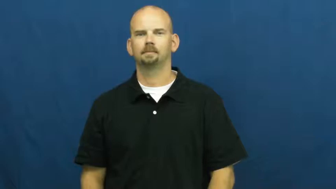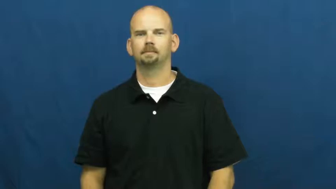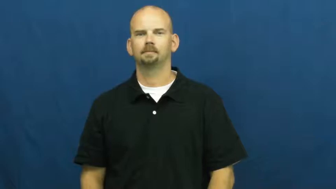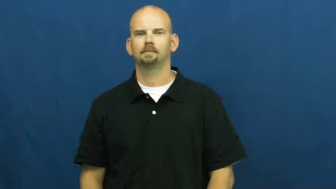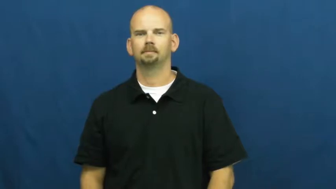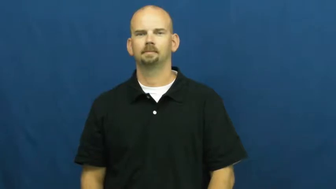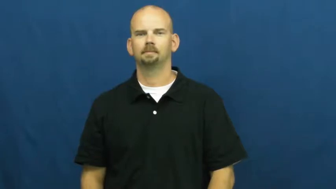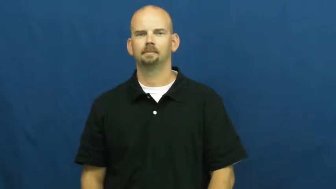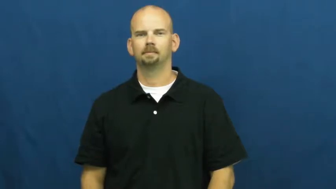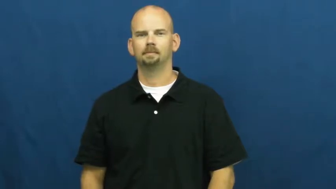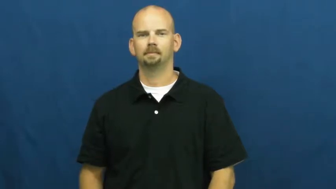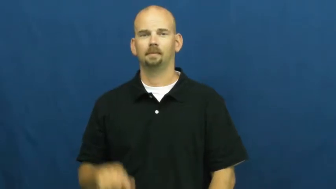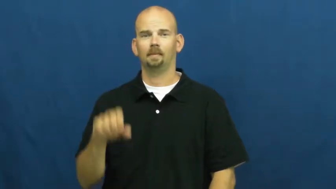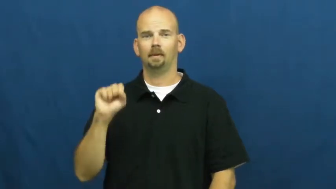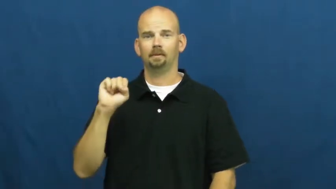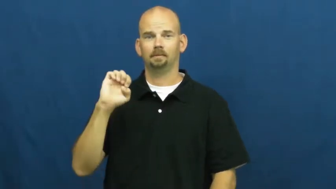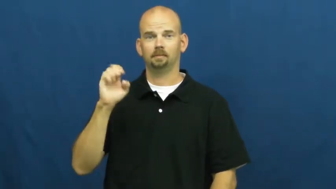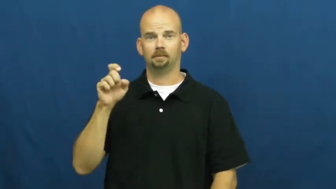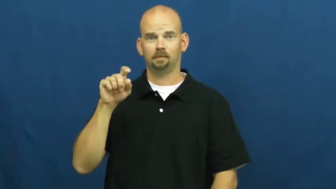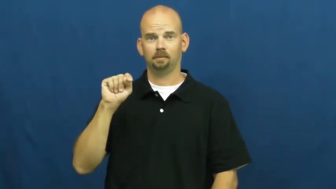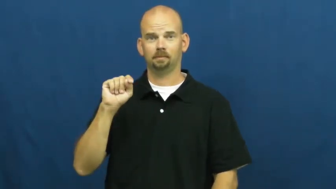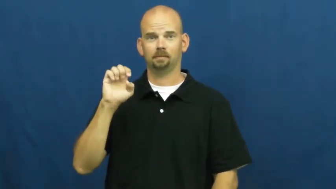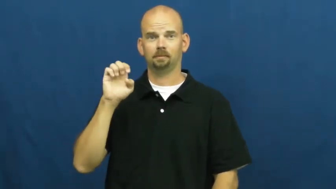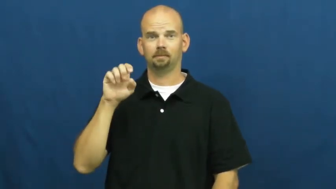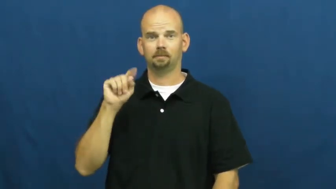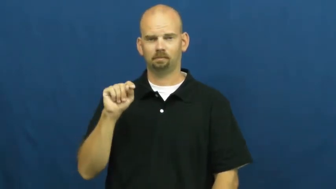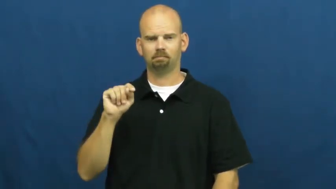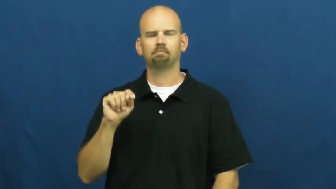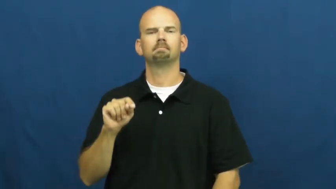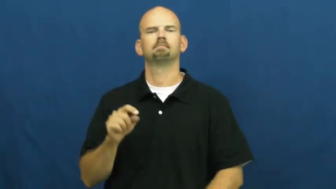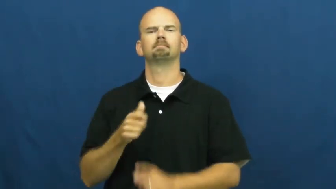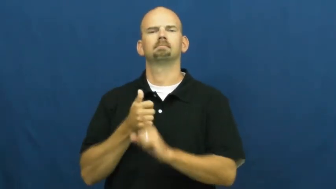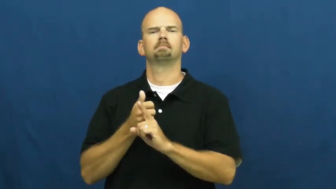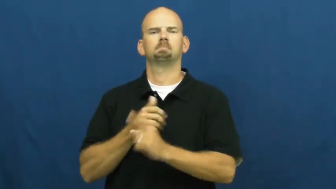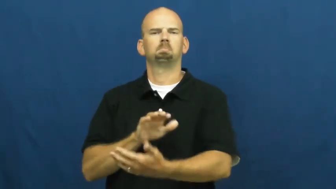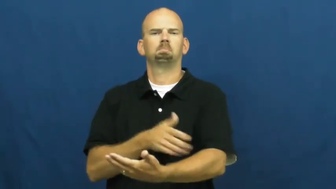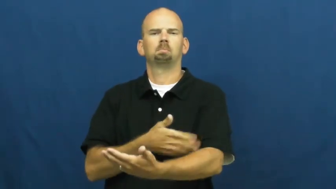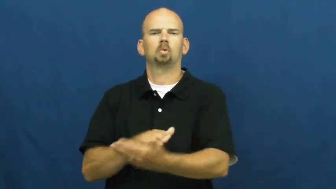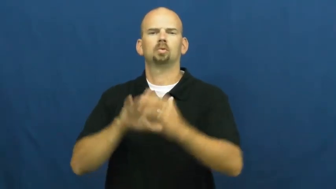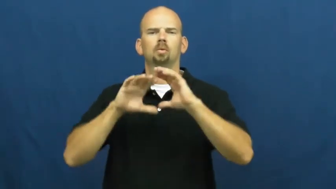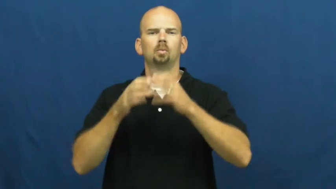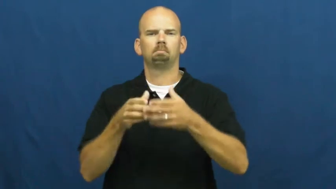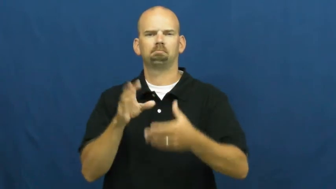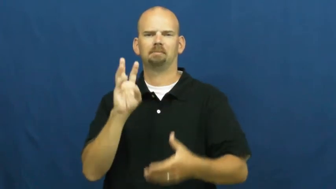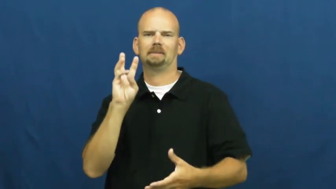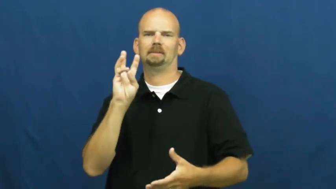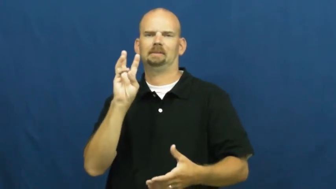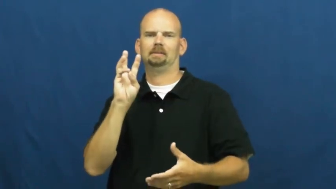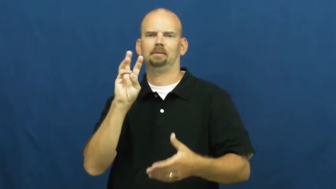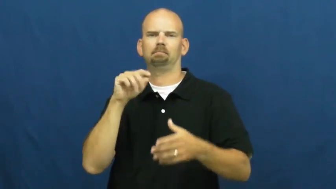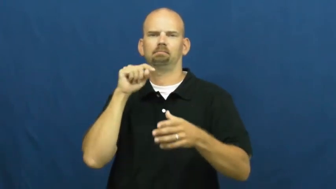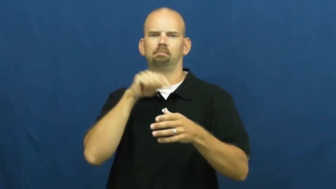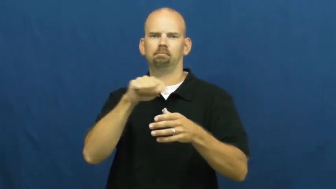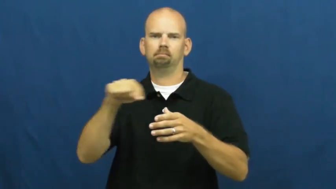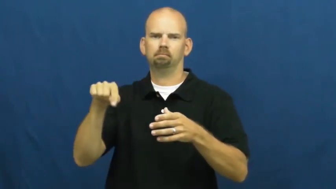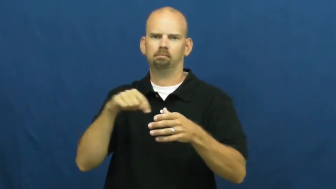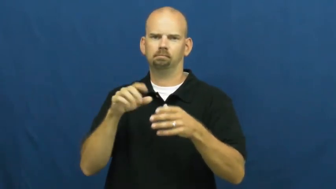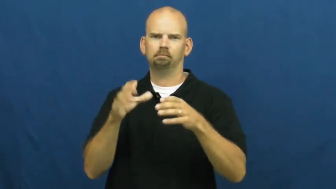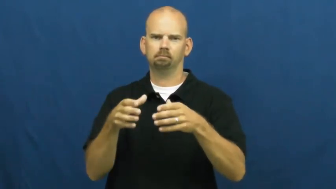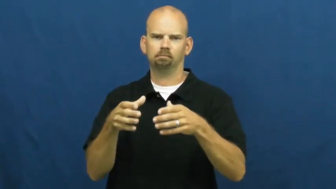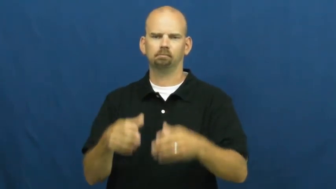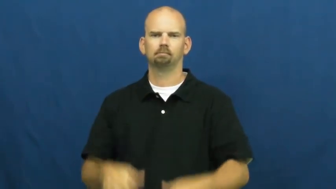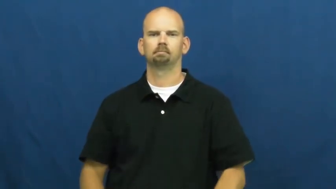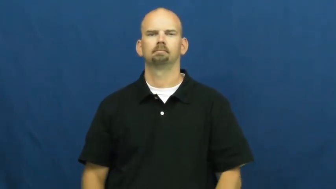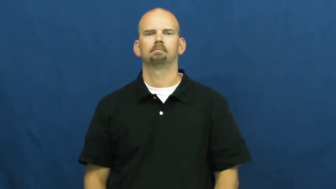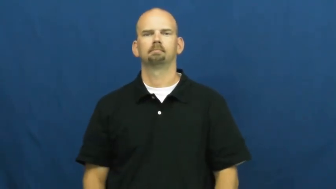sextet